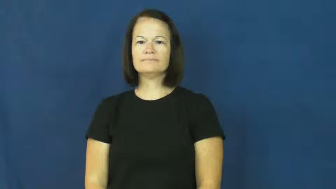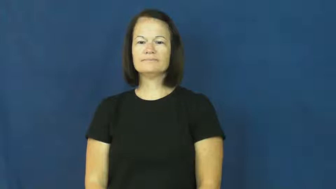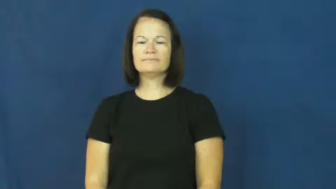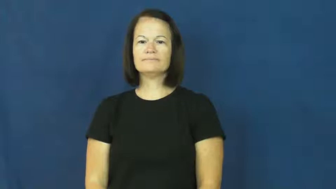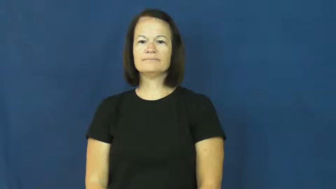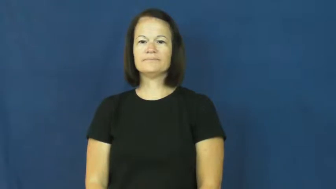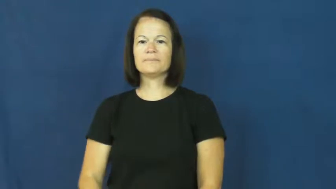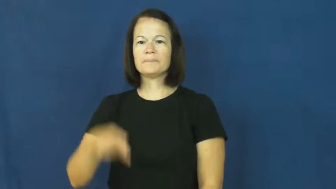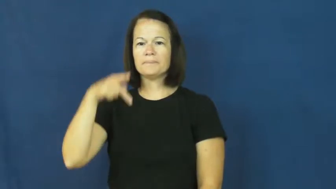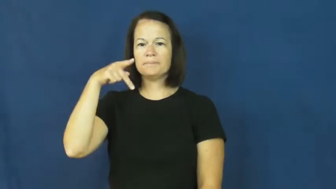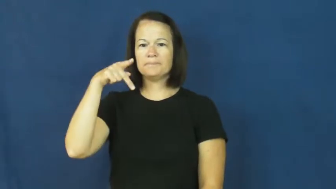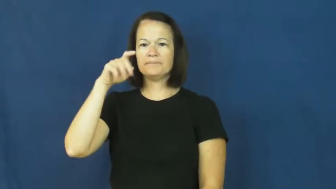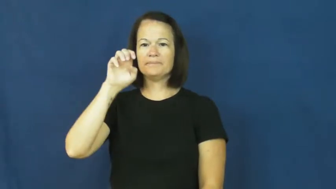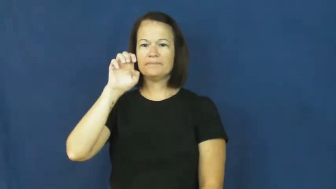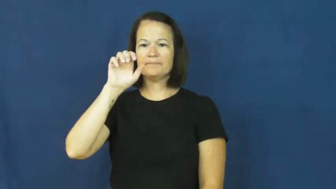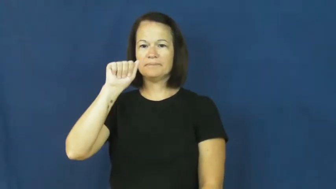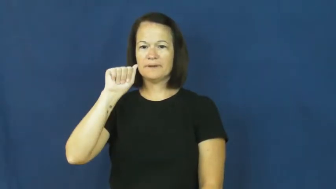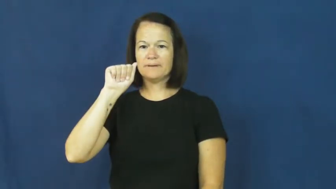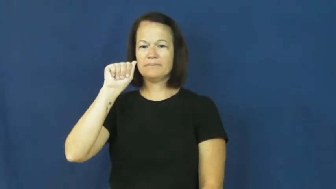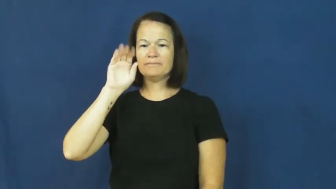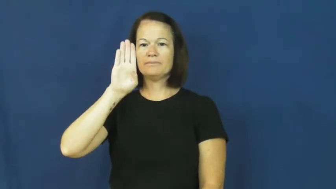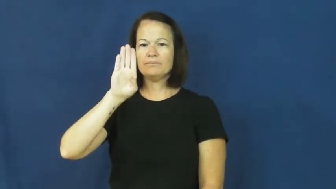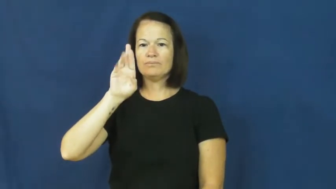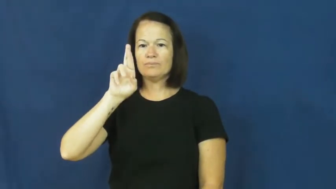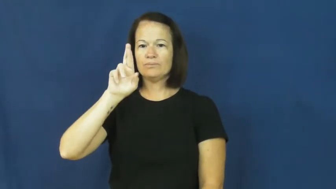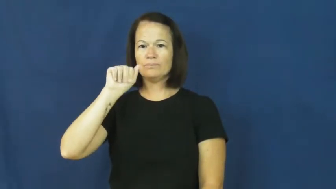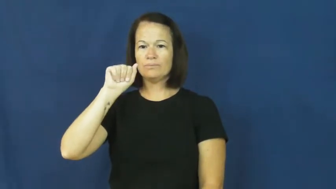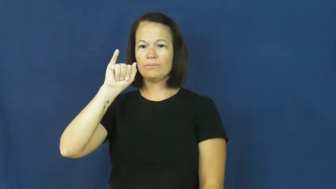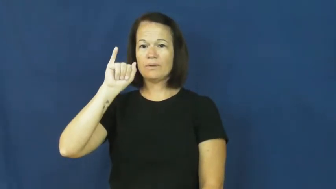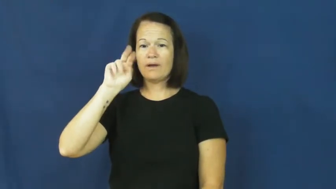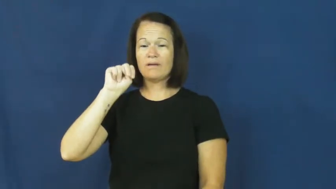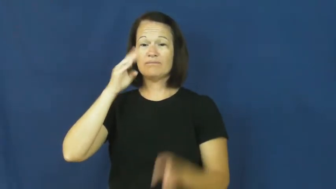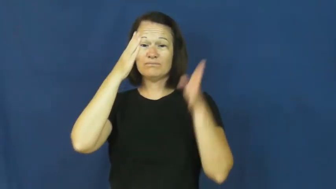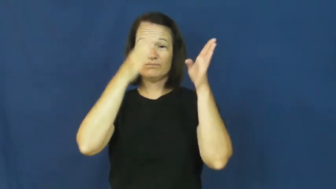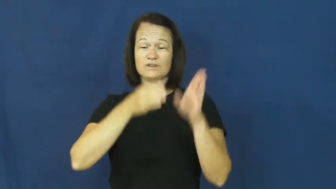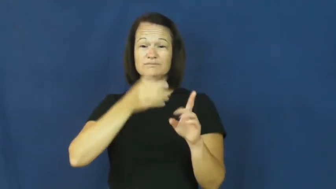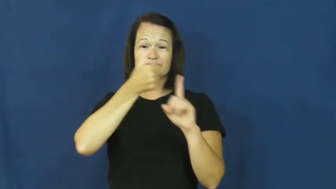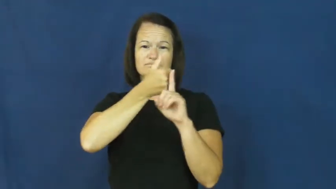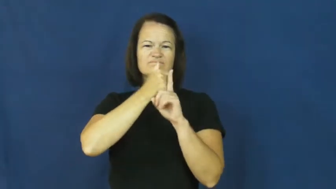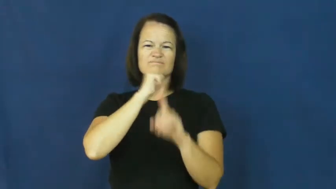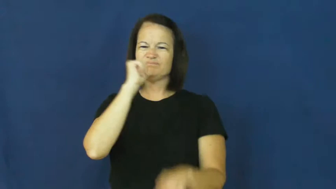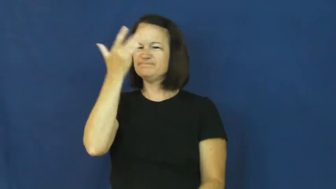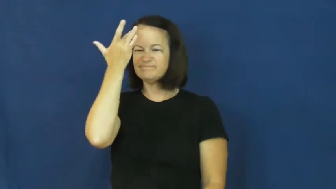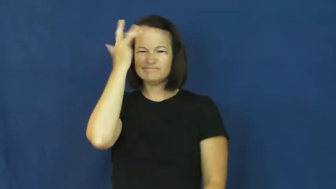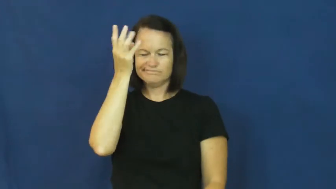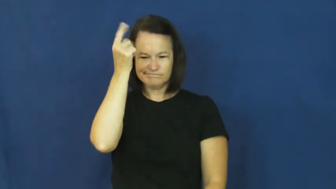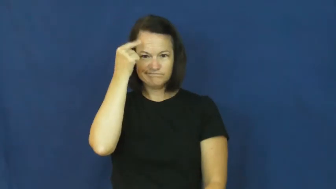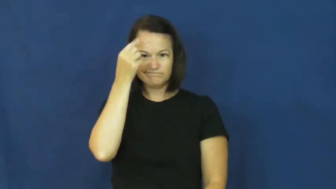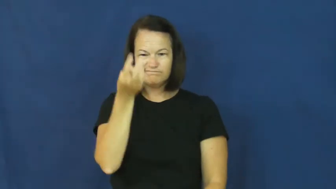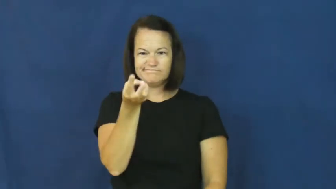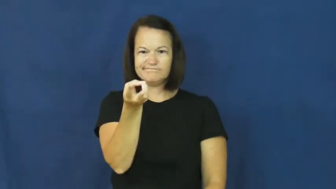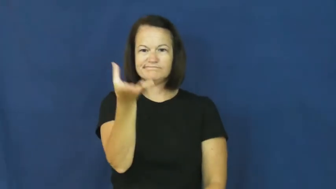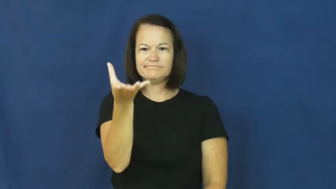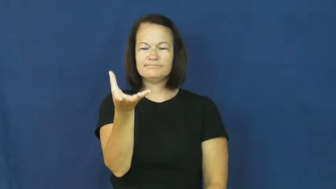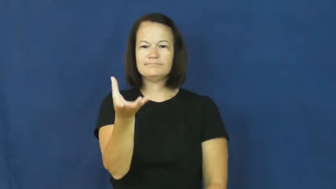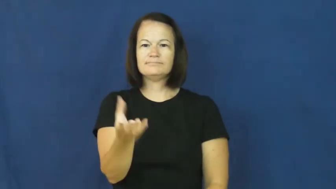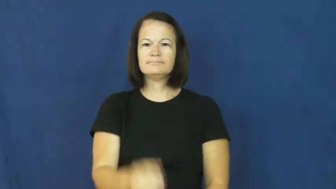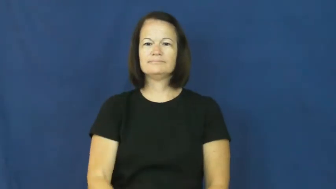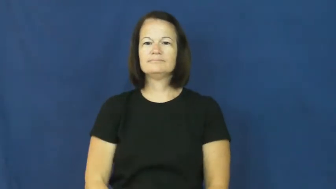peabrain